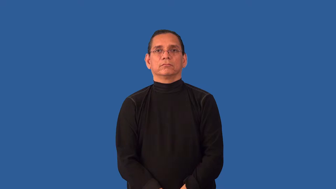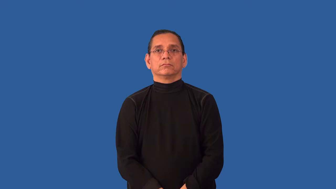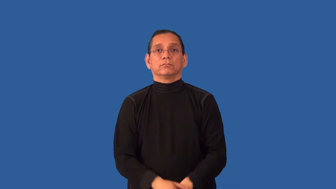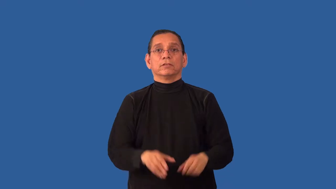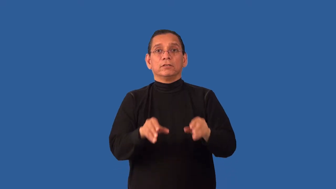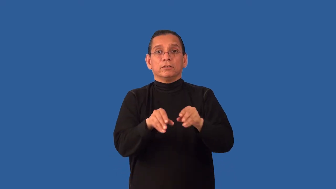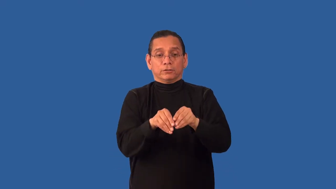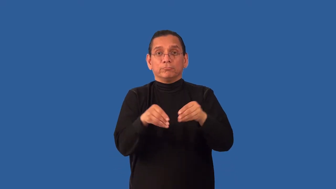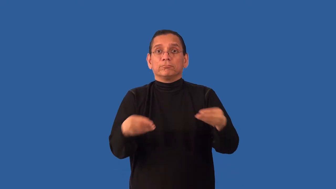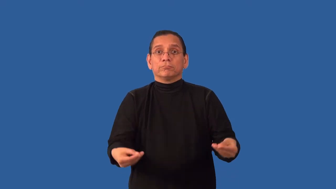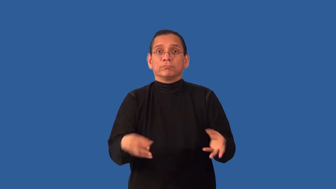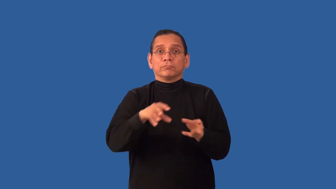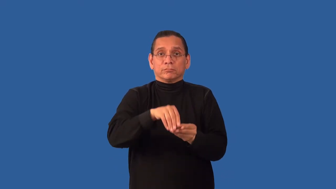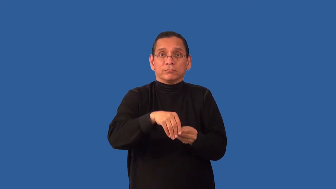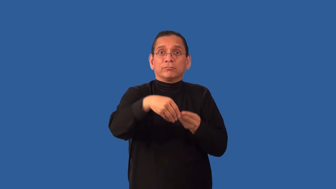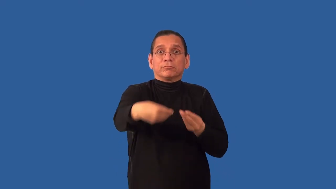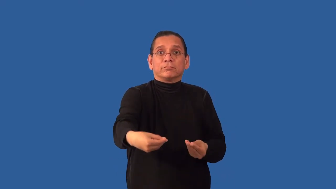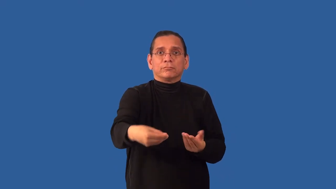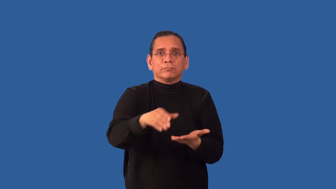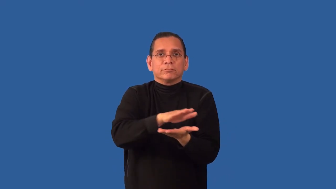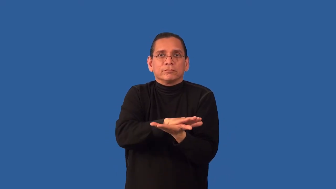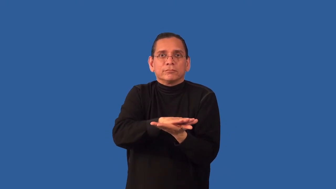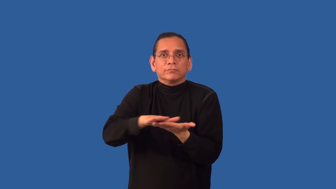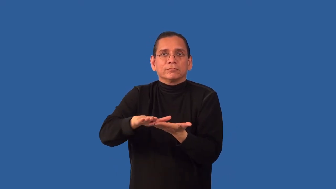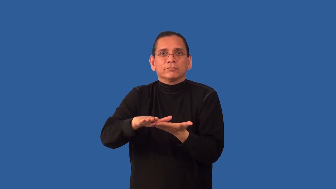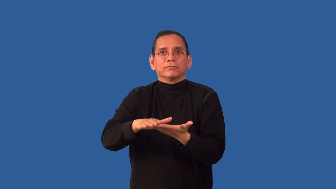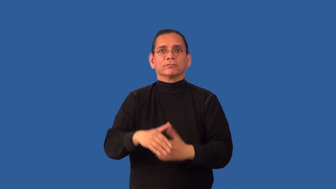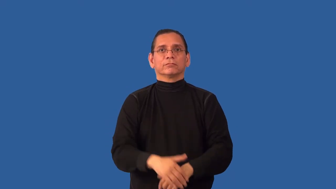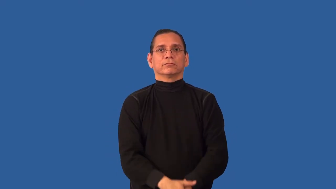unfold-fold